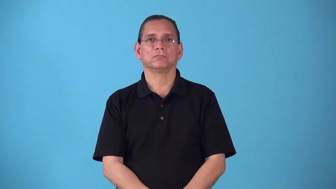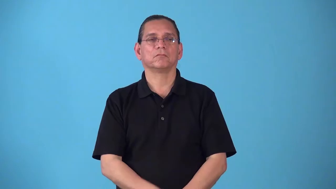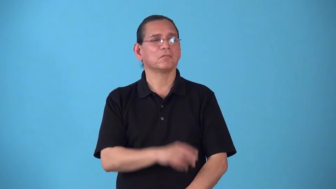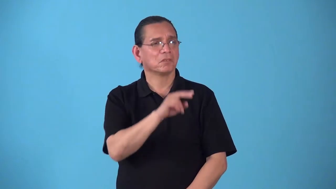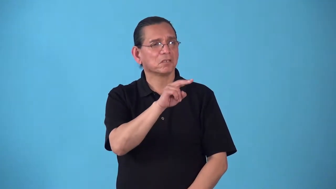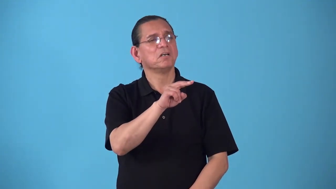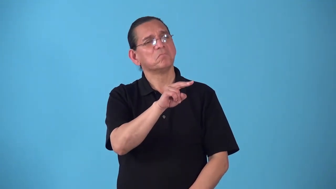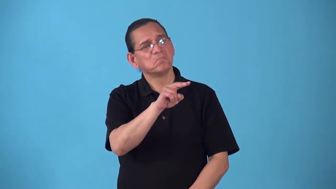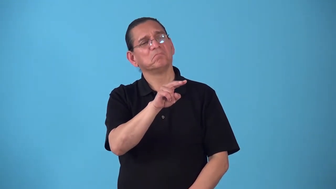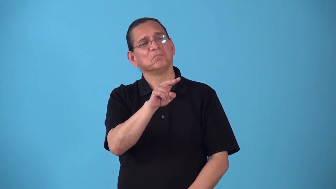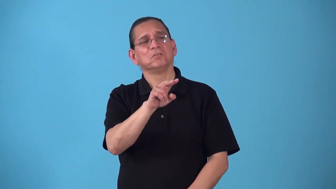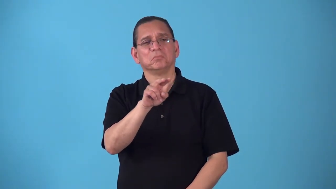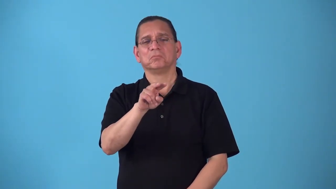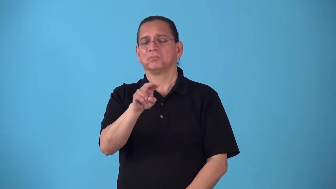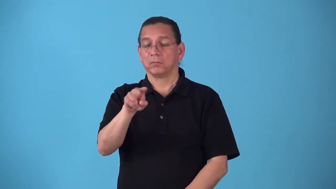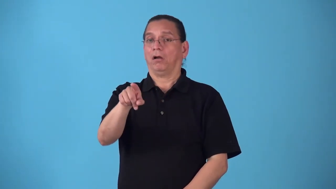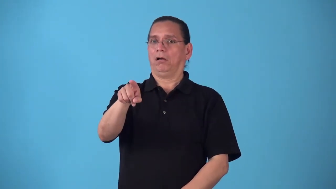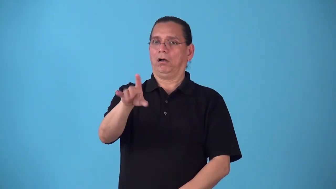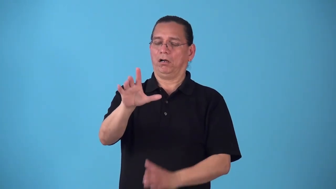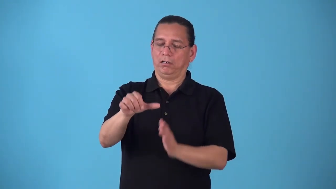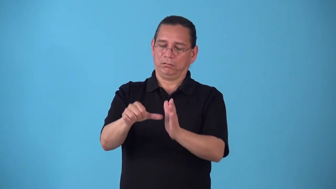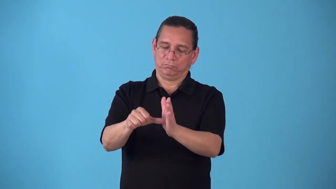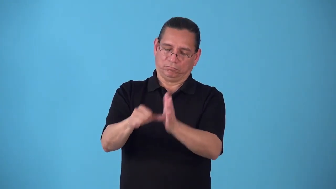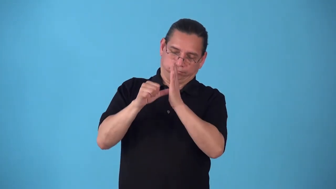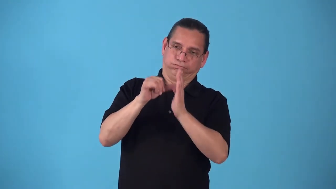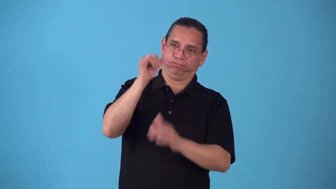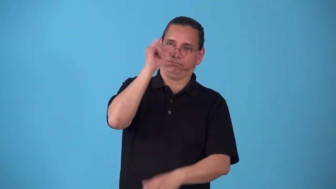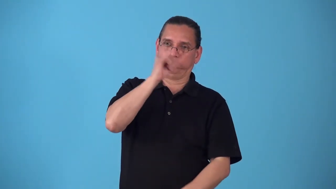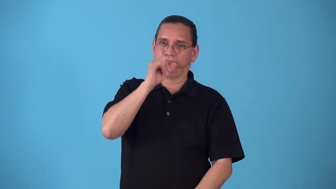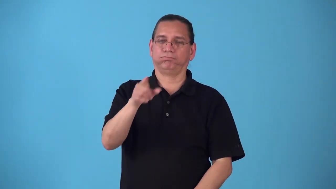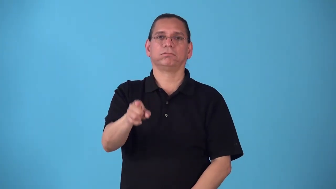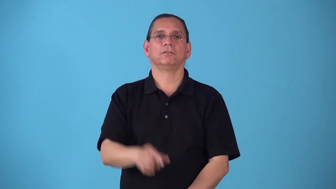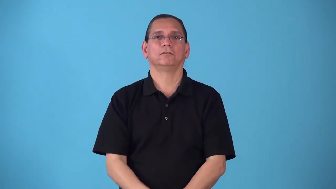showpiece